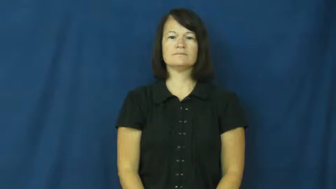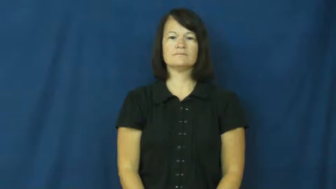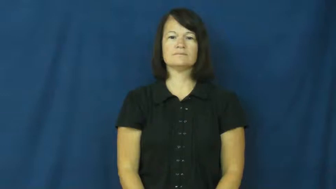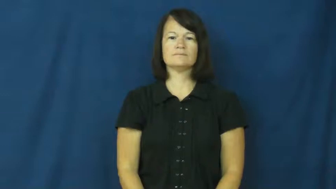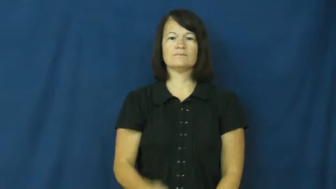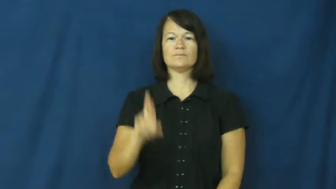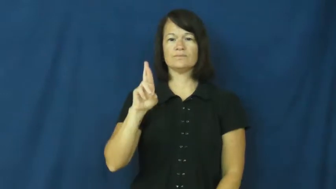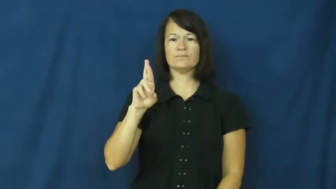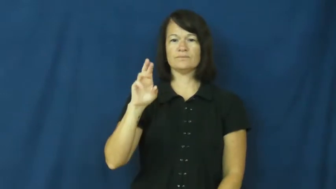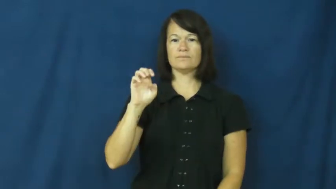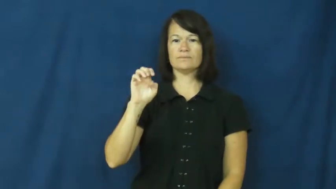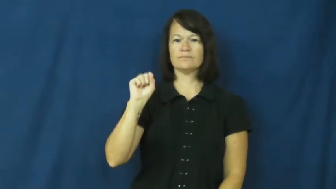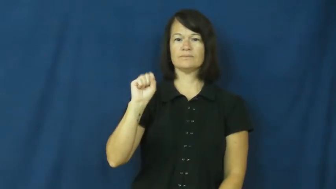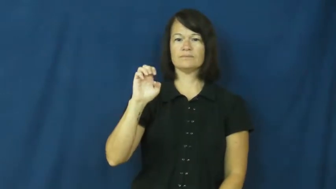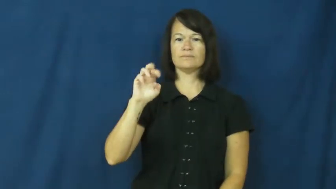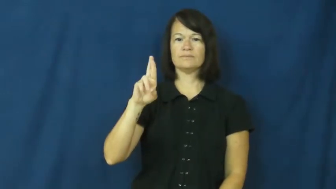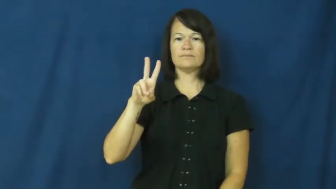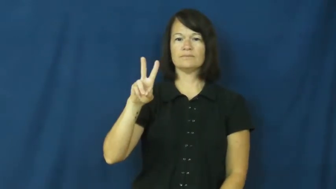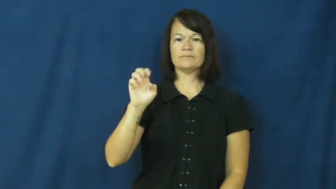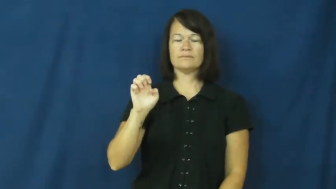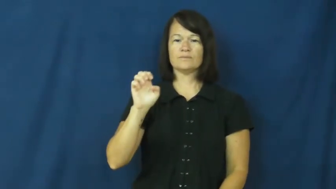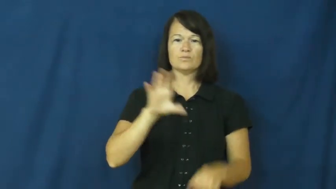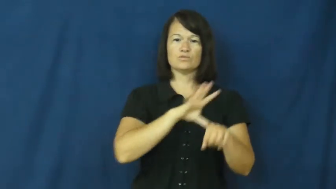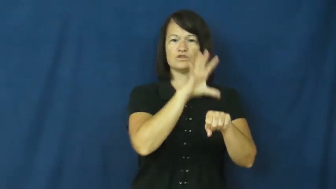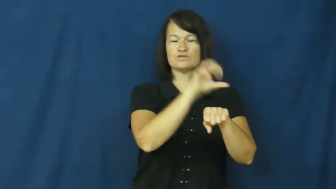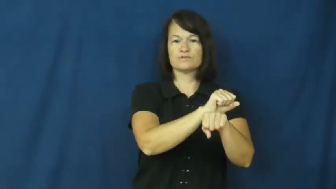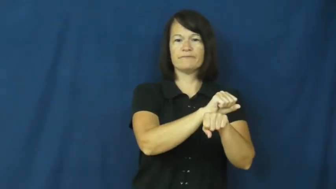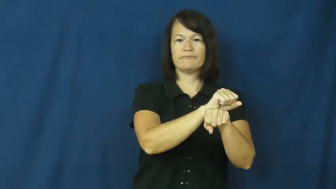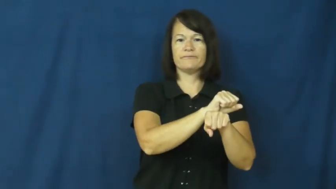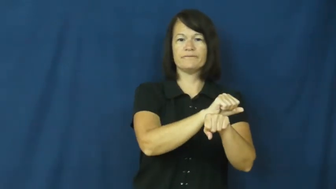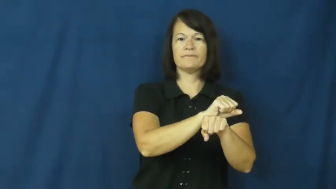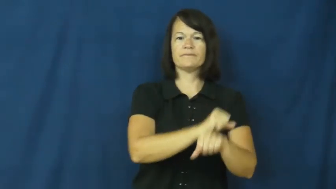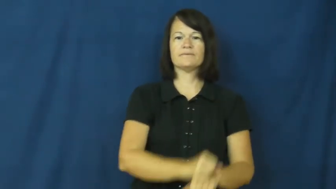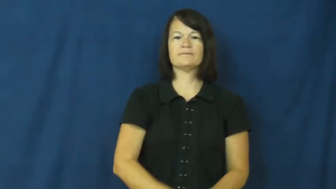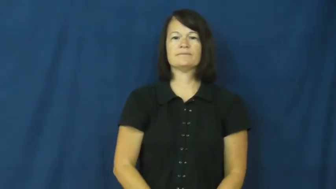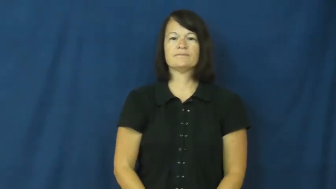reserve-reservation